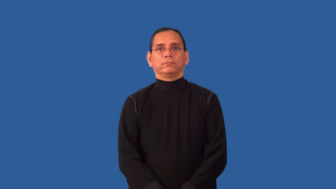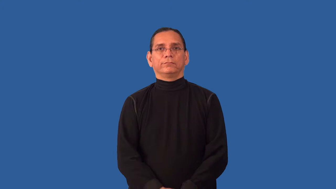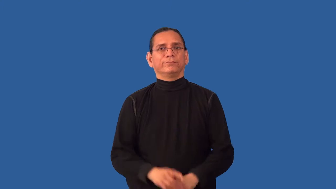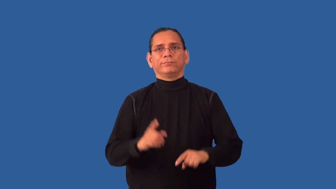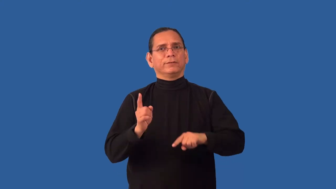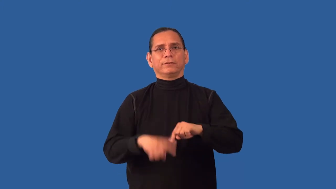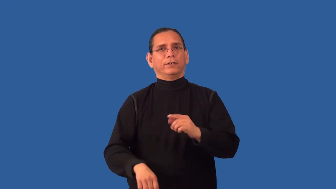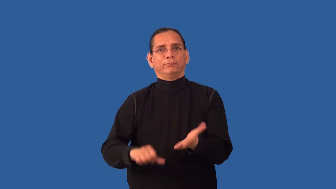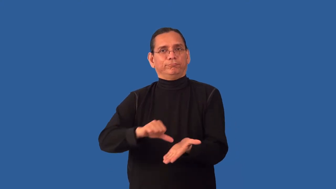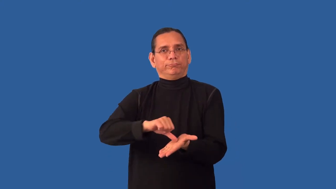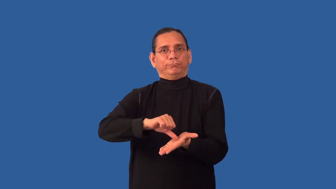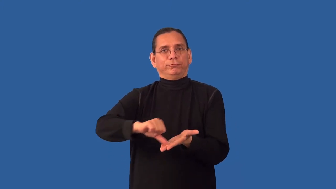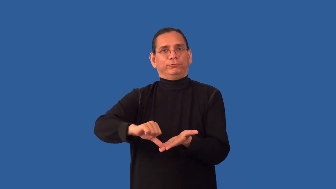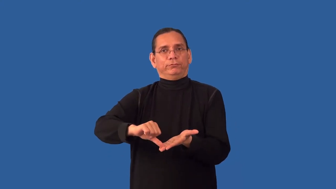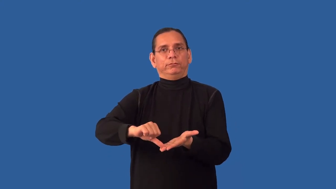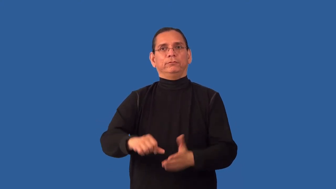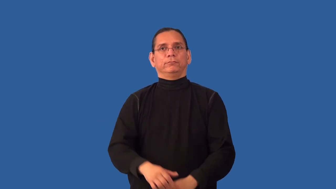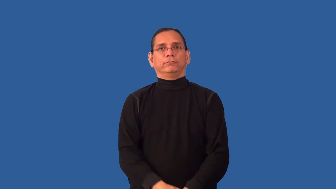inoperable-surgery